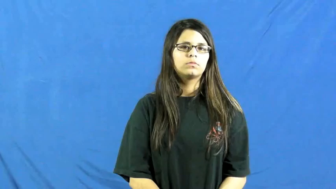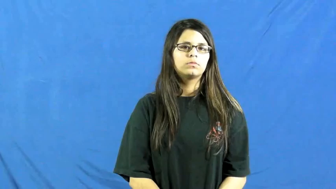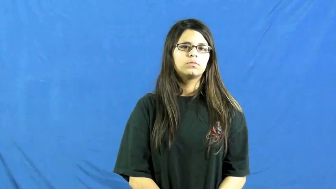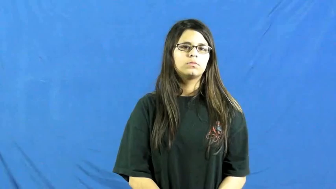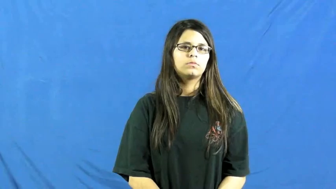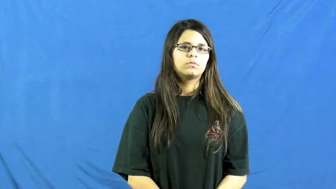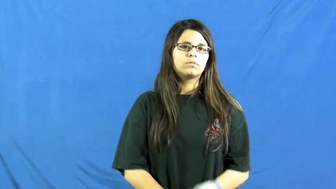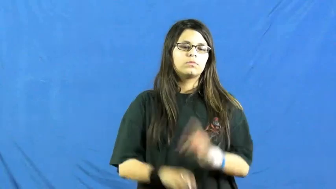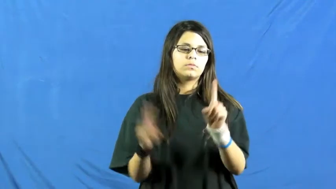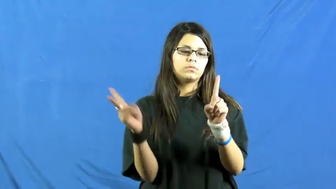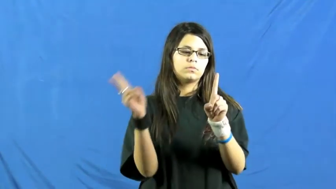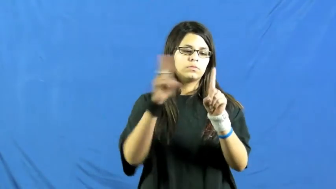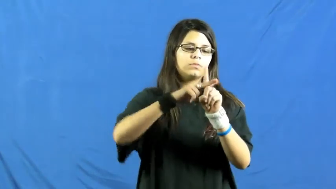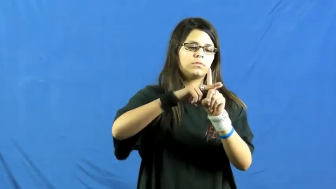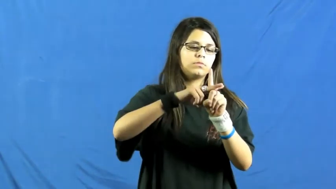assign